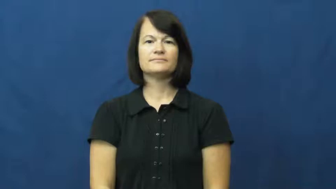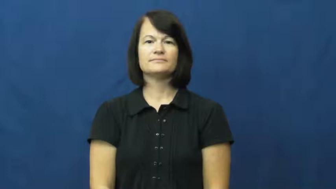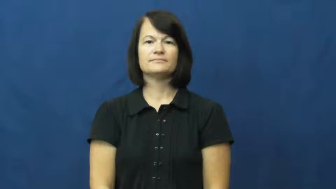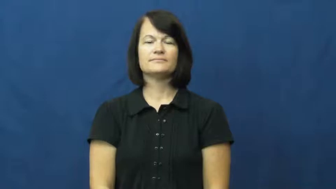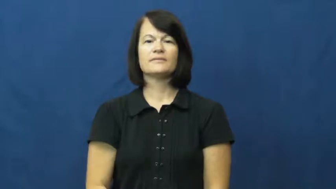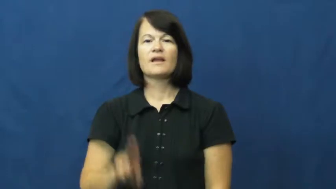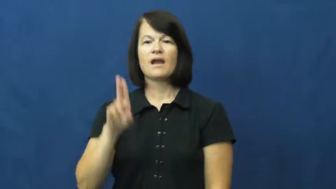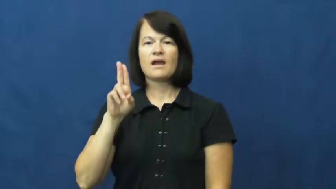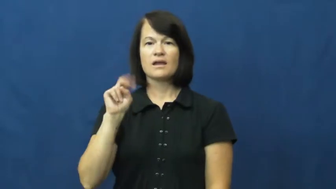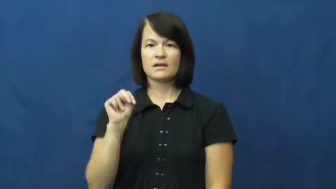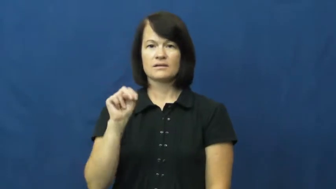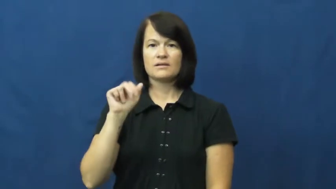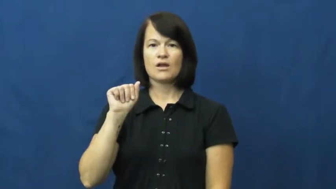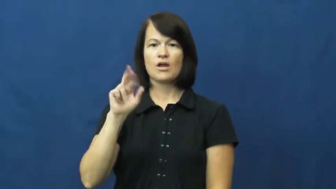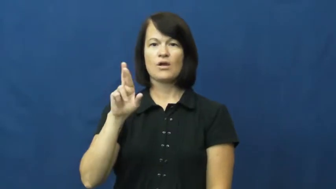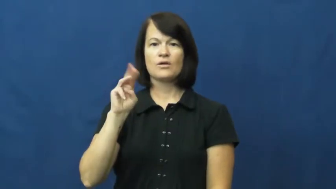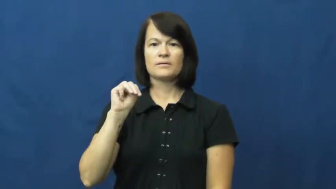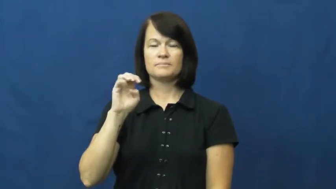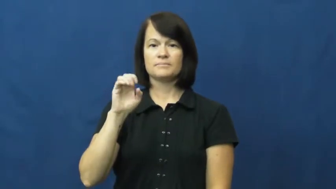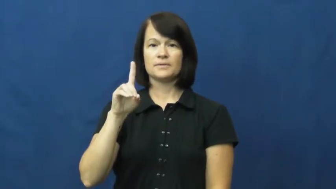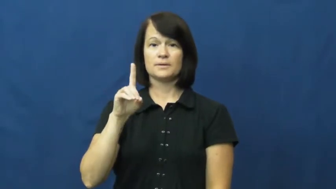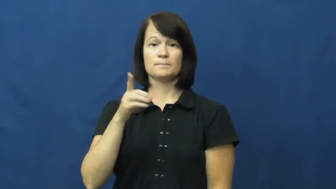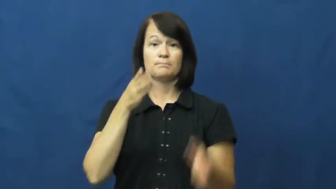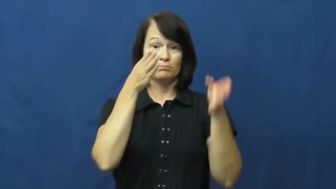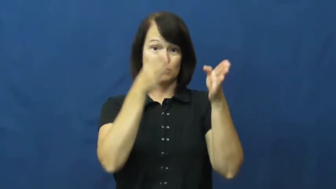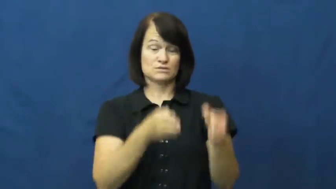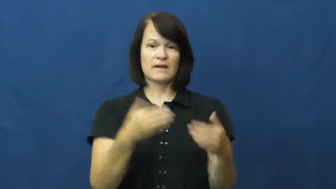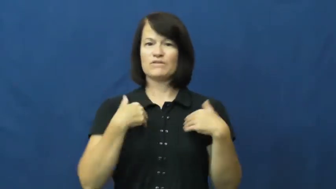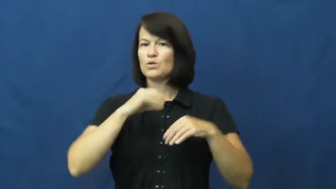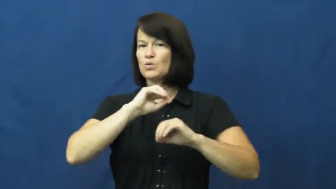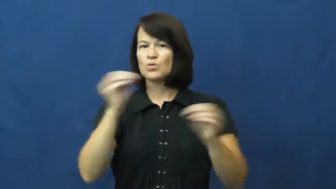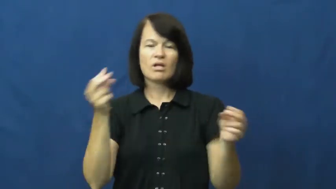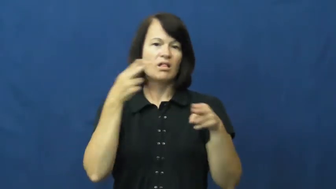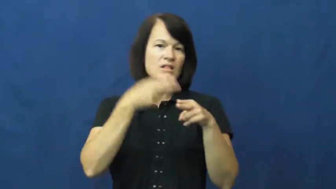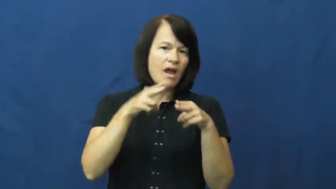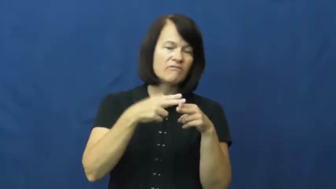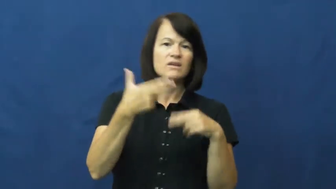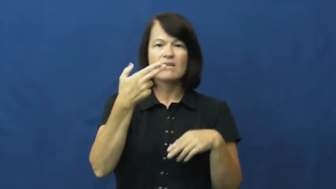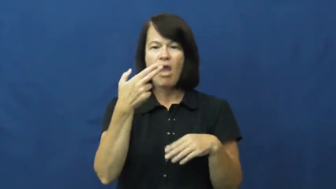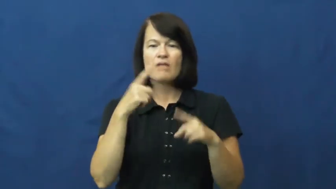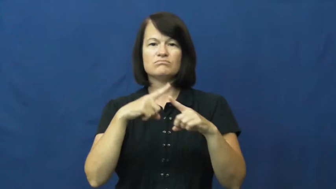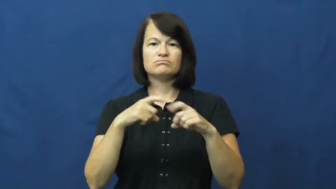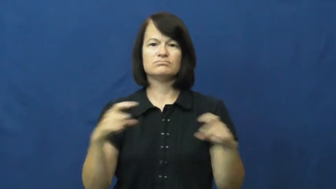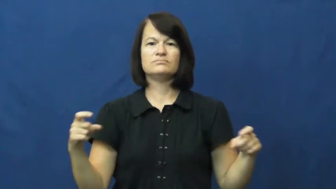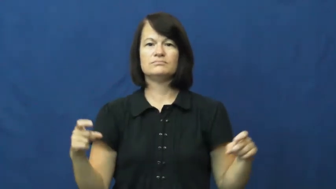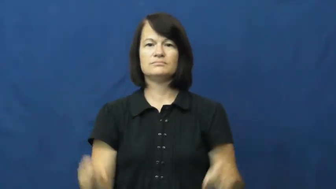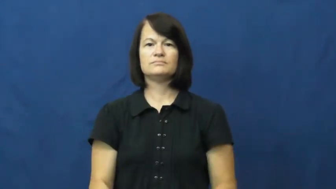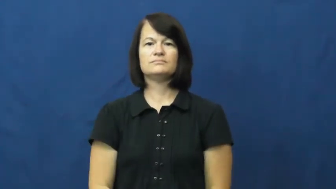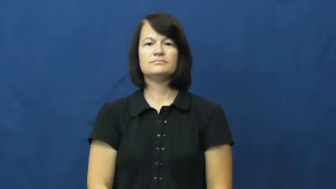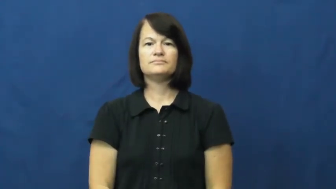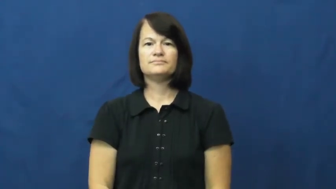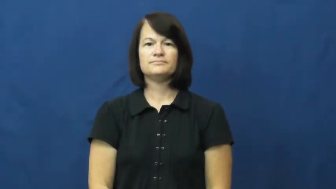unarmed